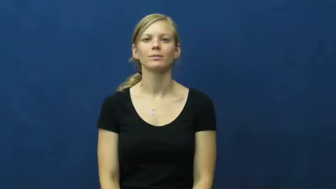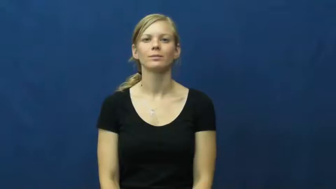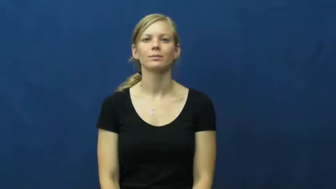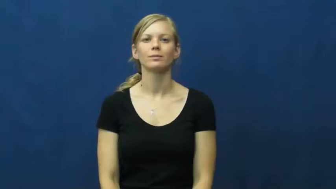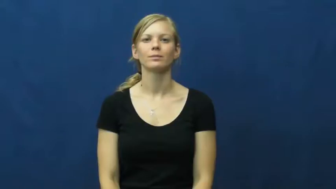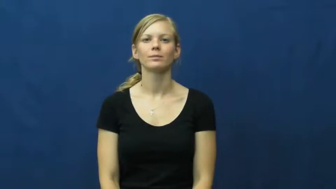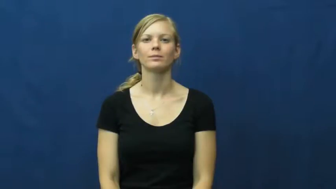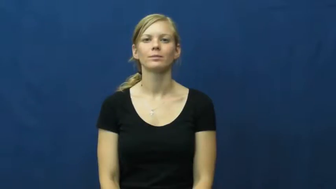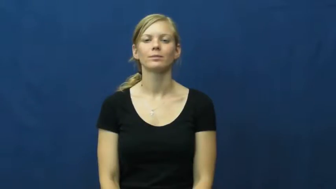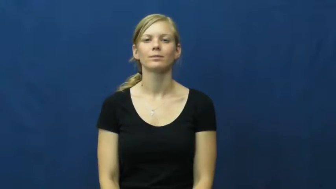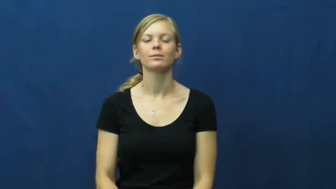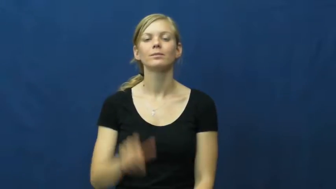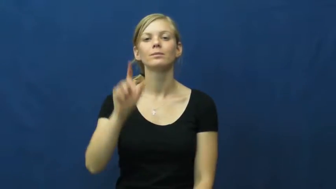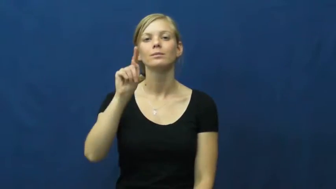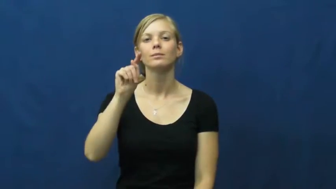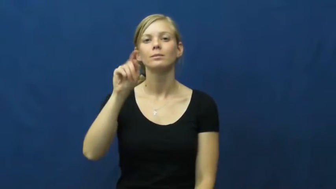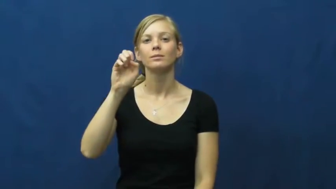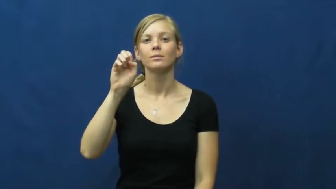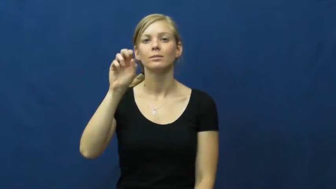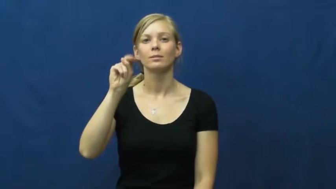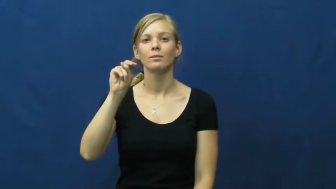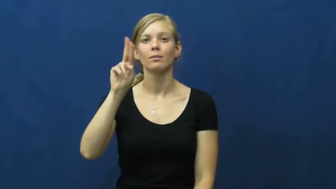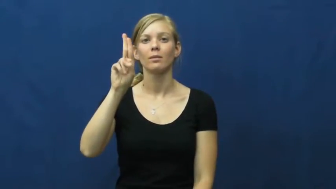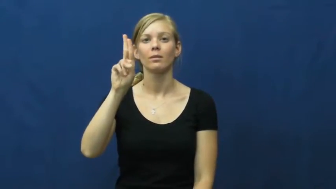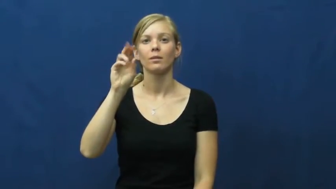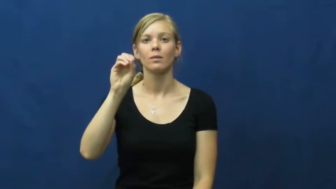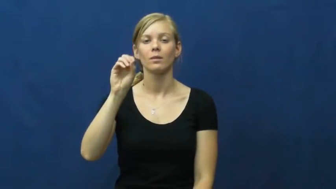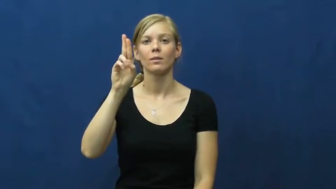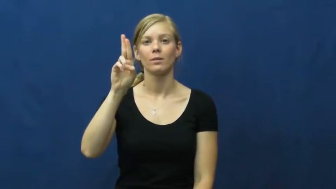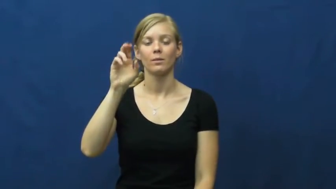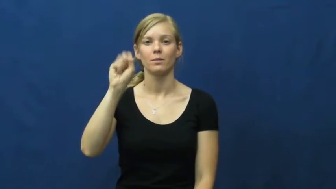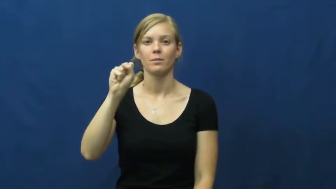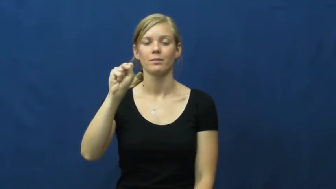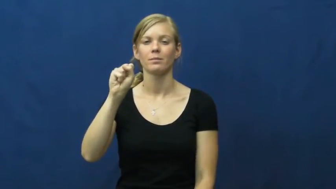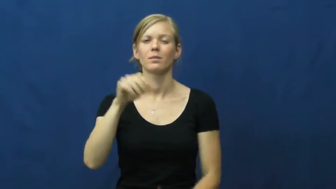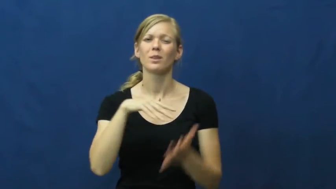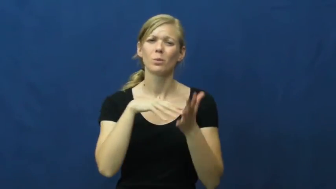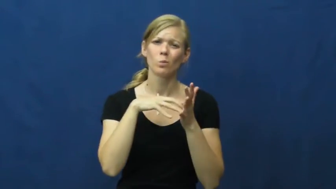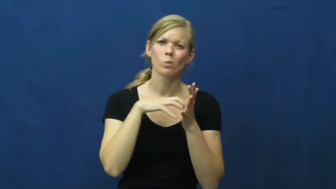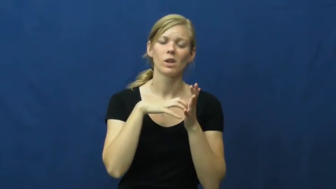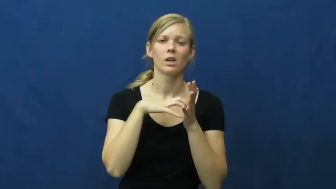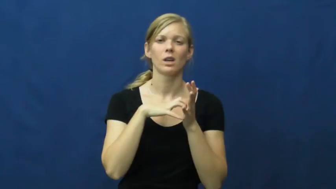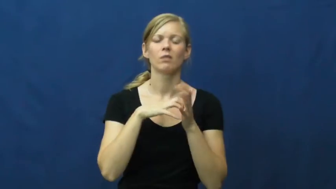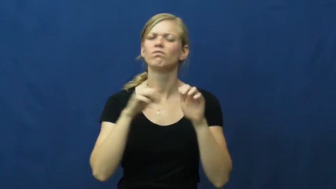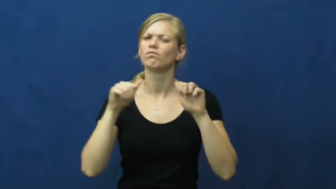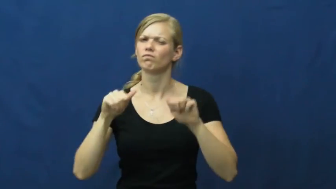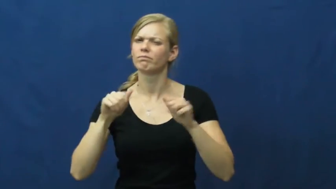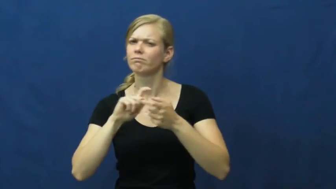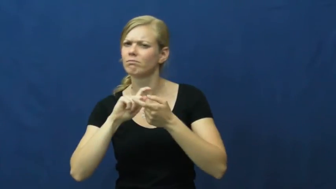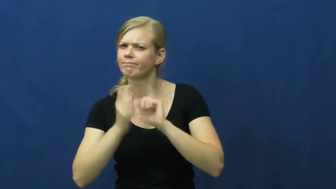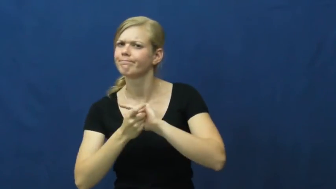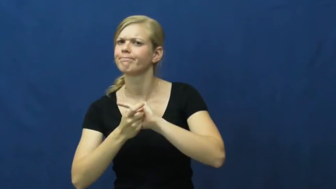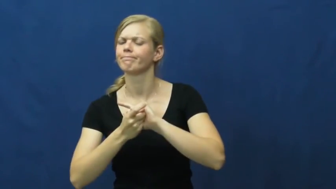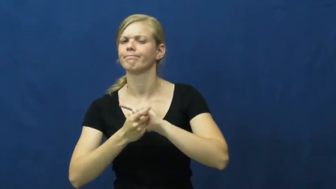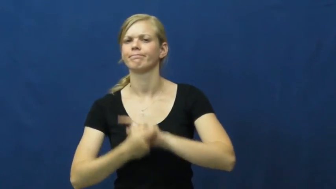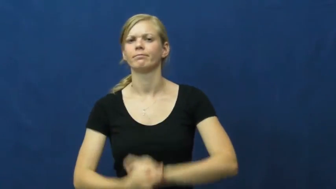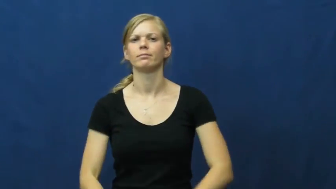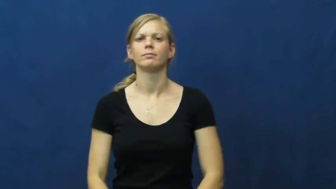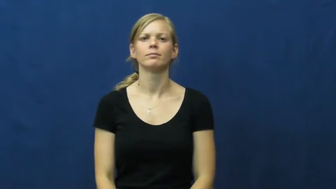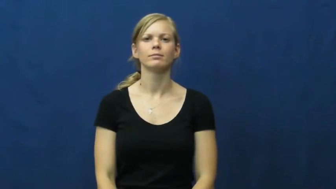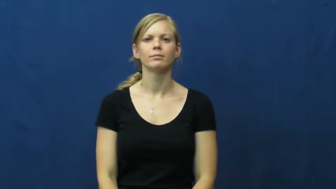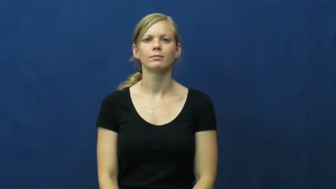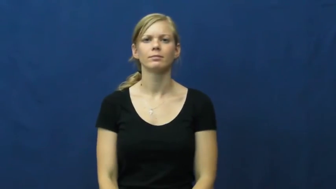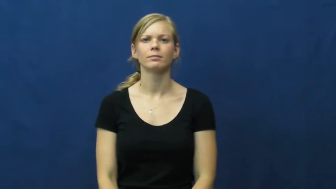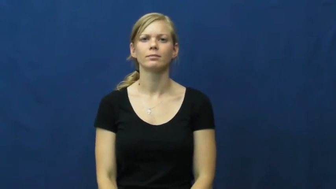tenuous